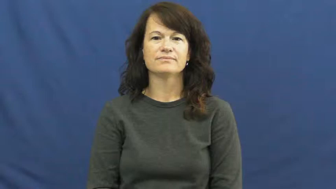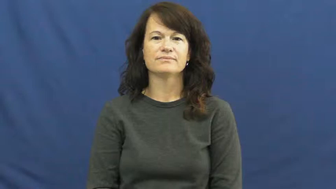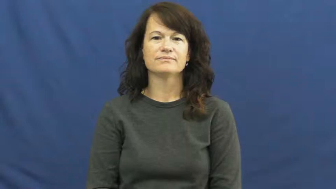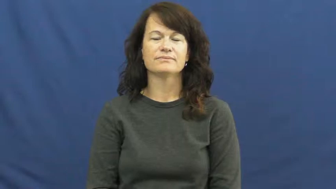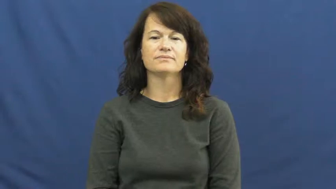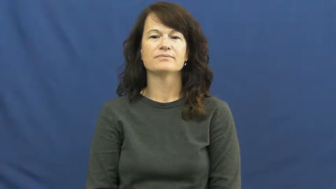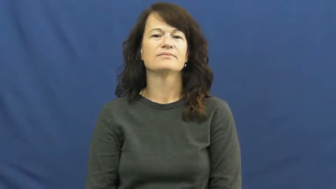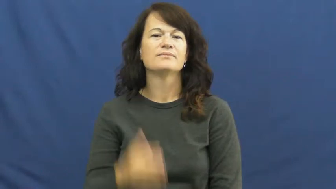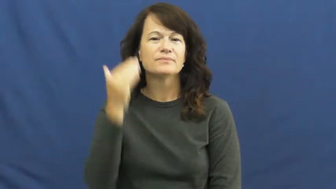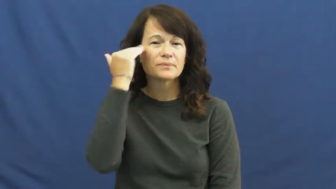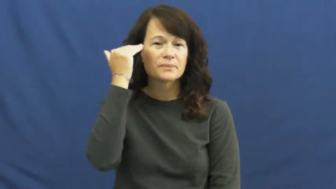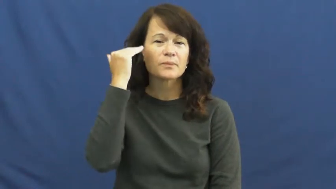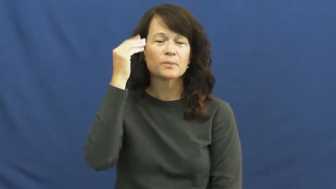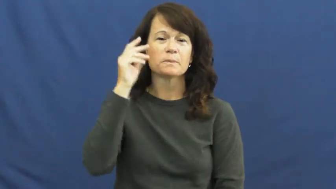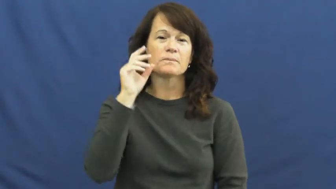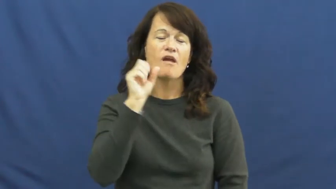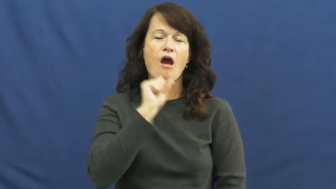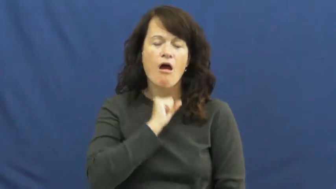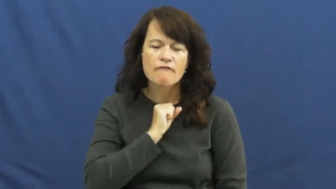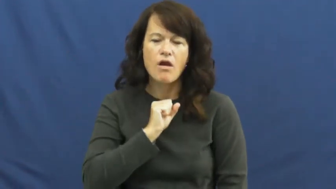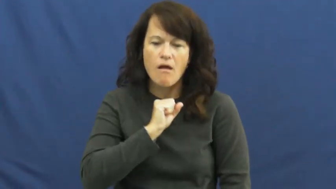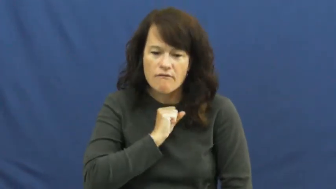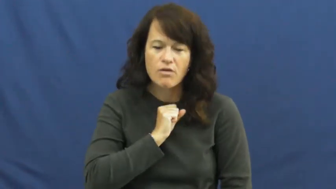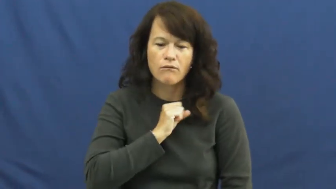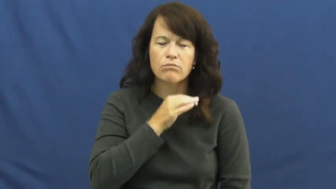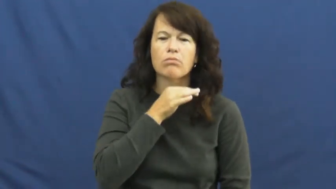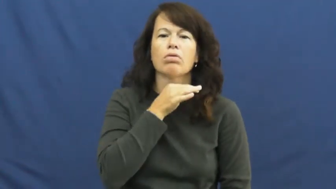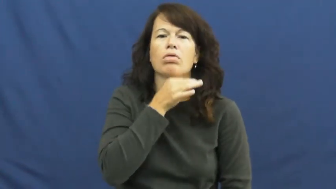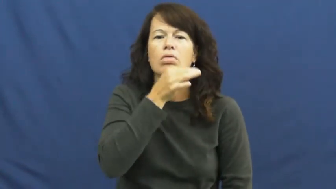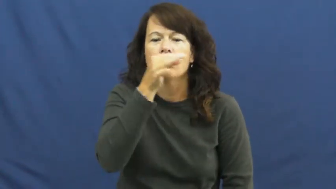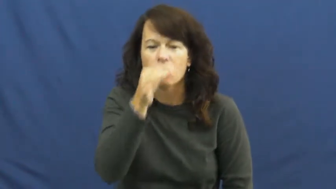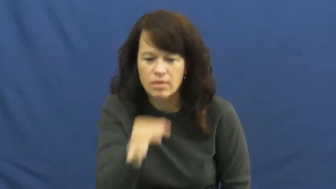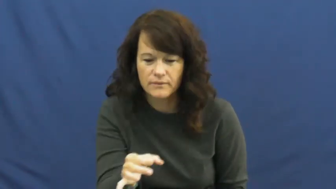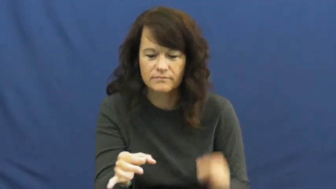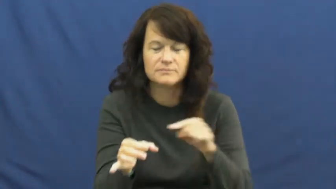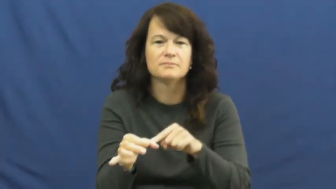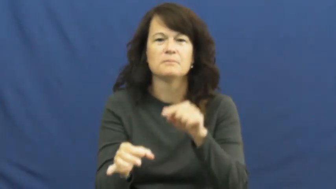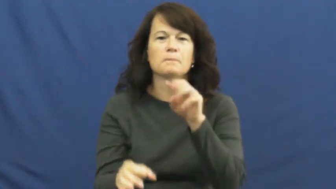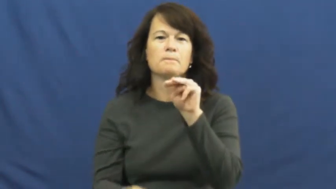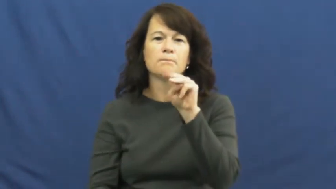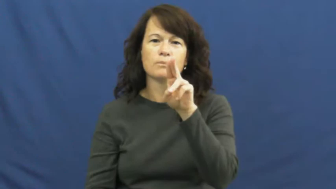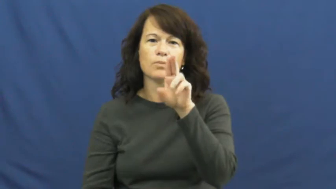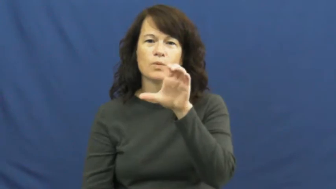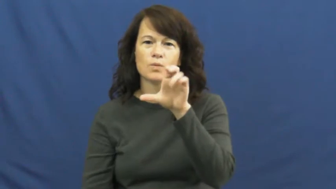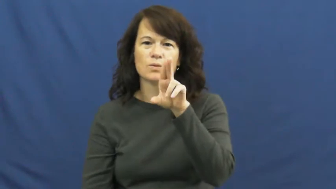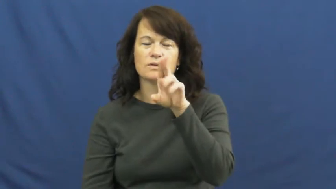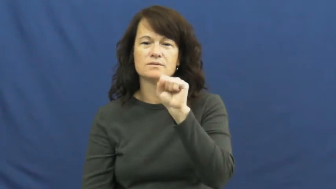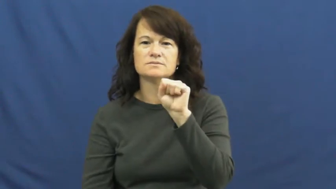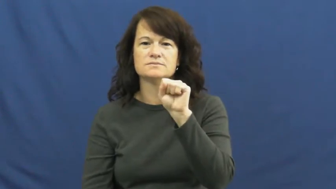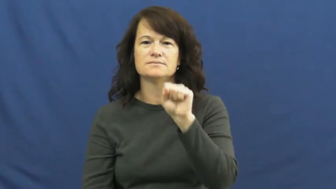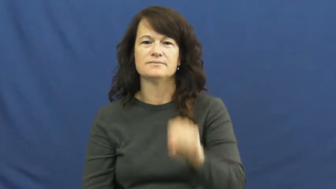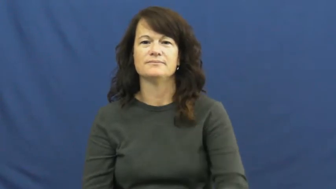mucus,sputum,phlegm